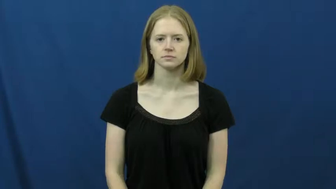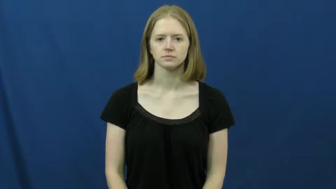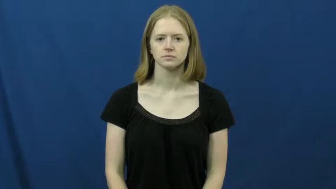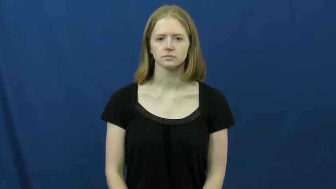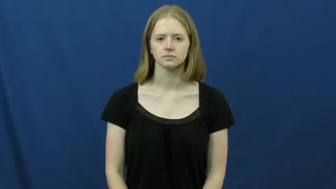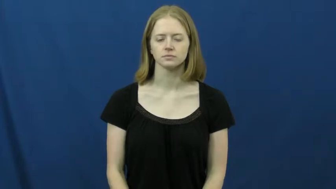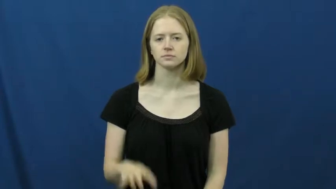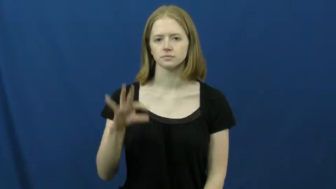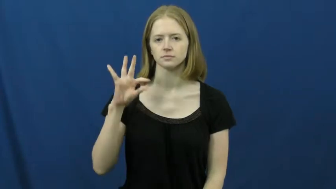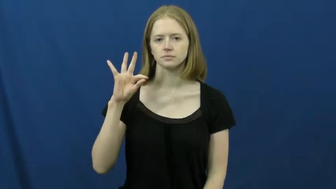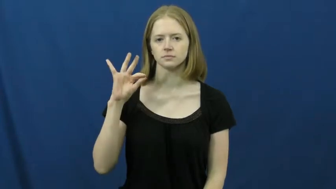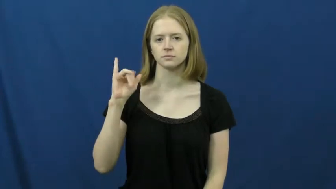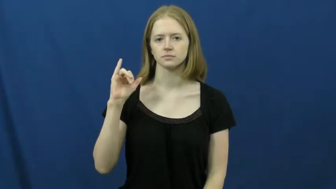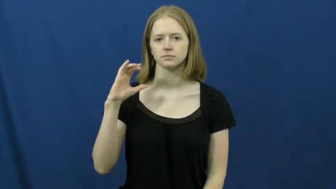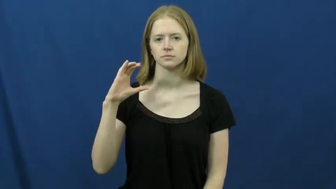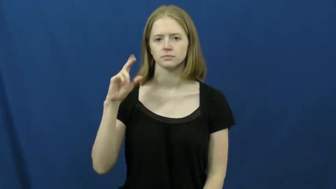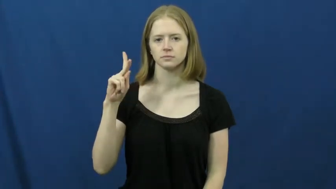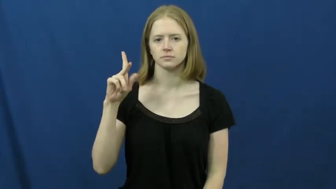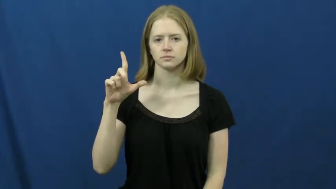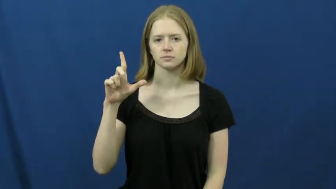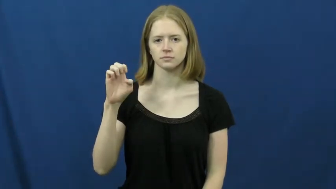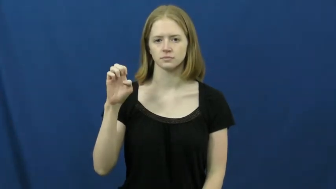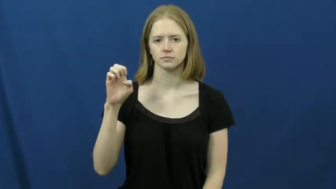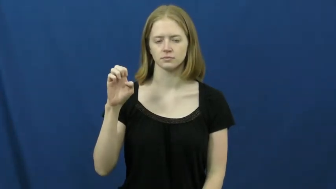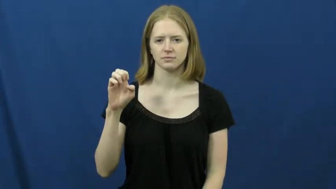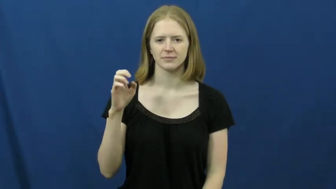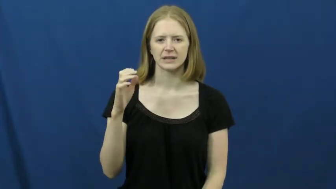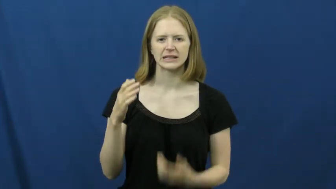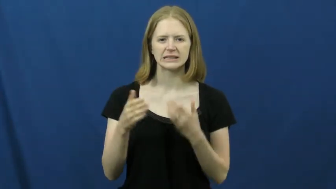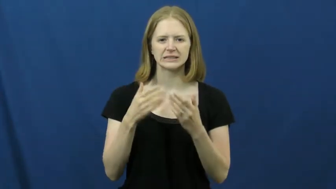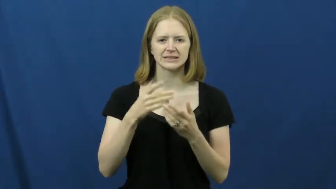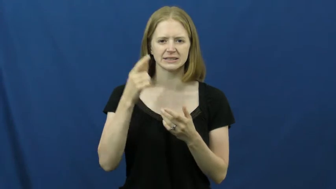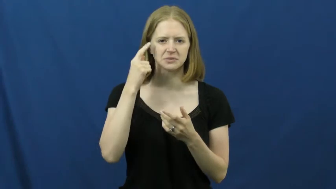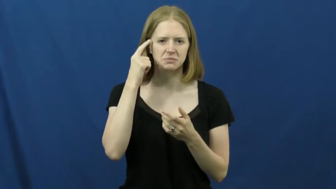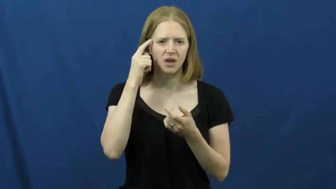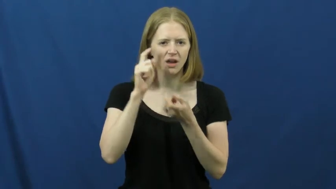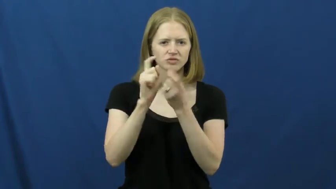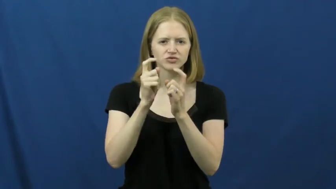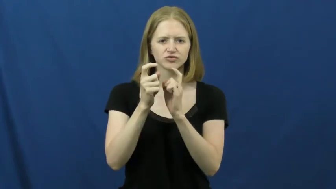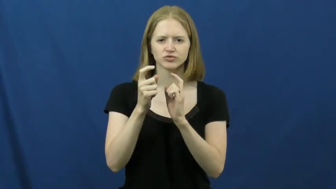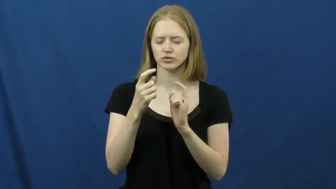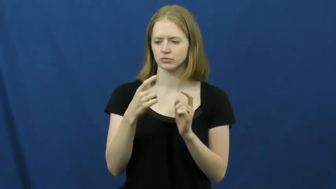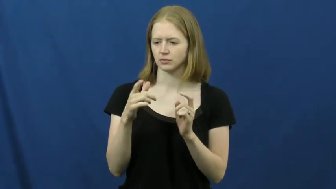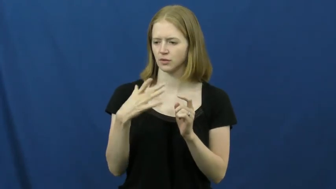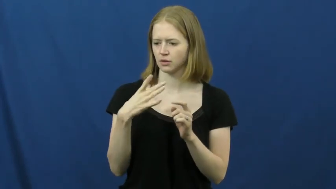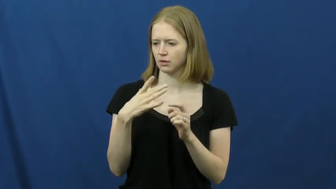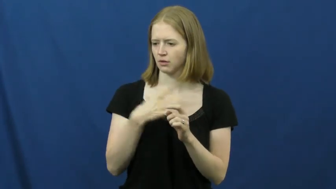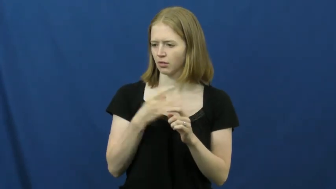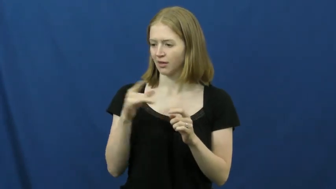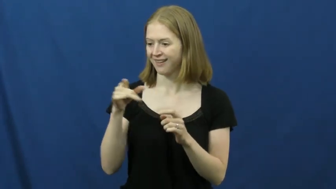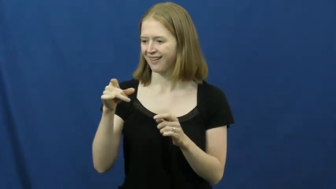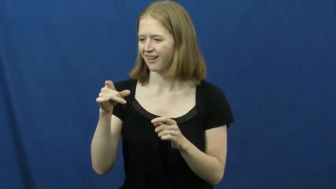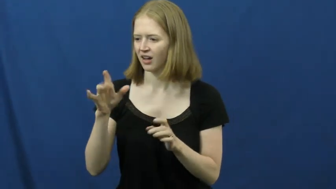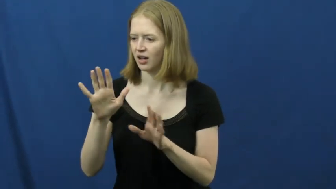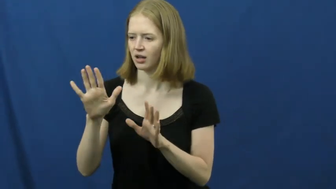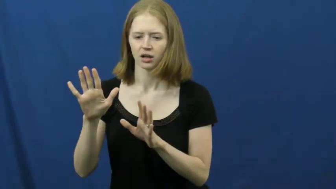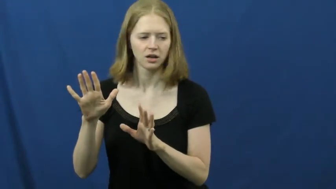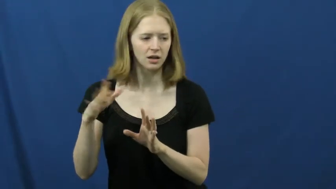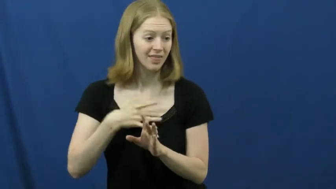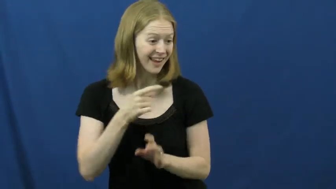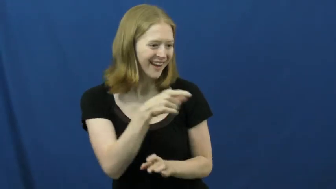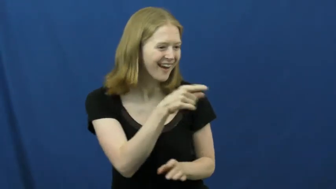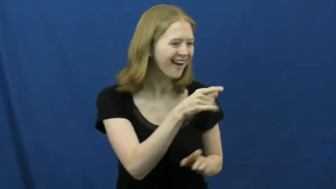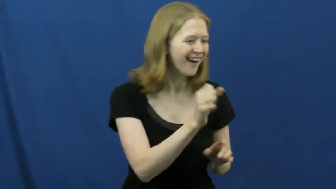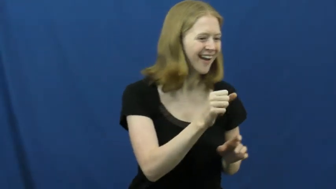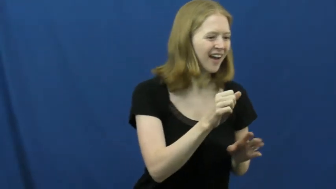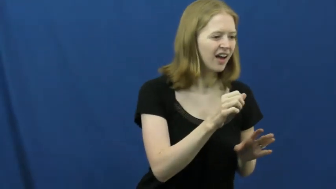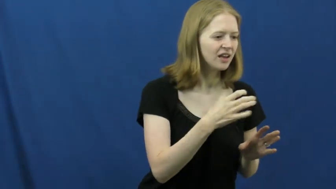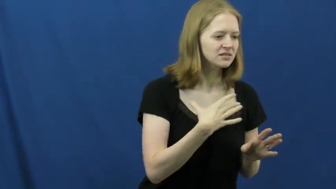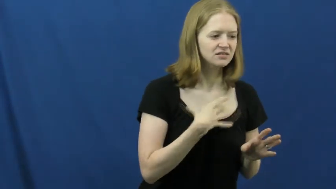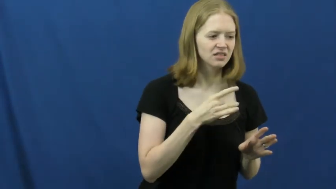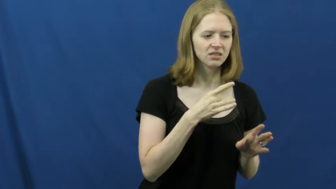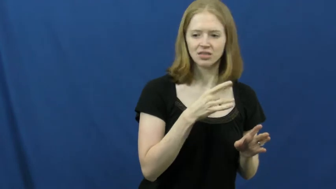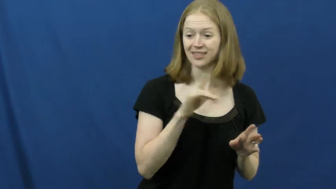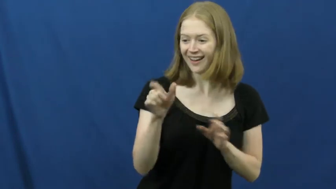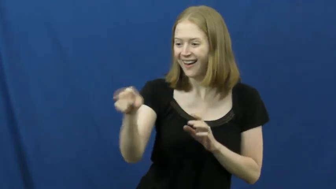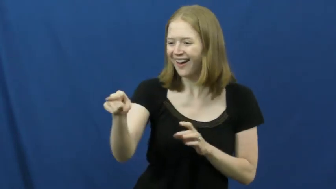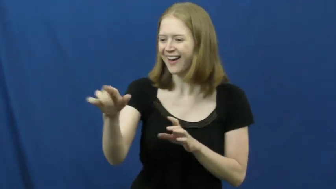fickle